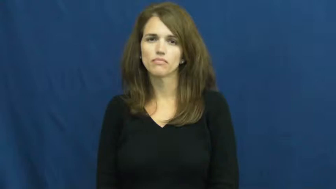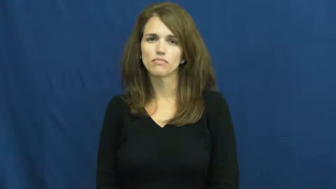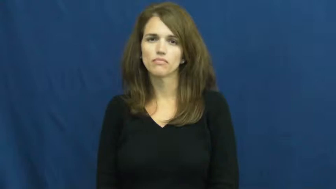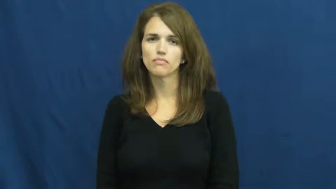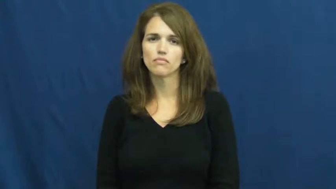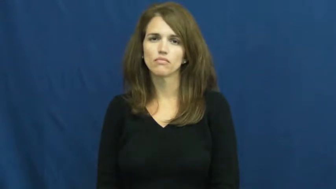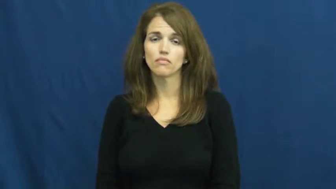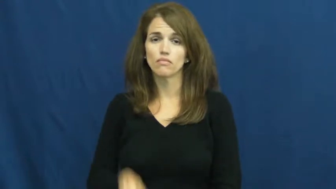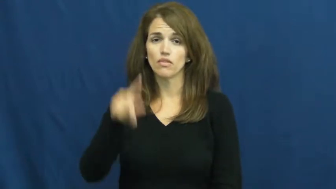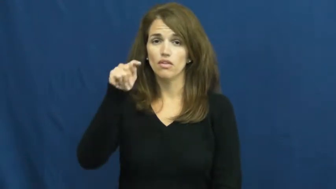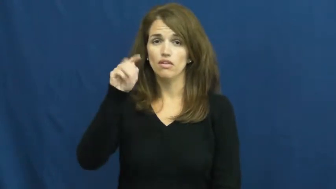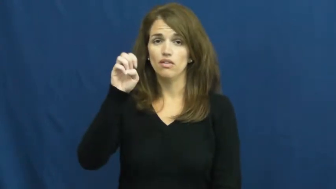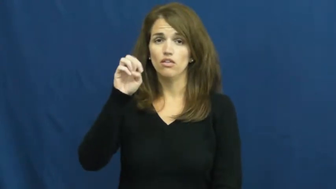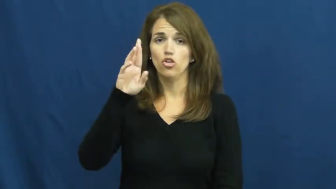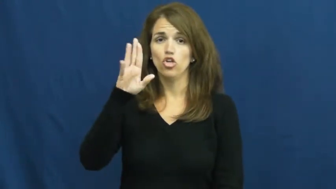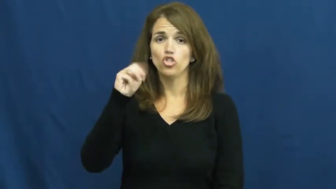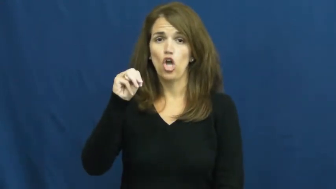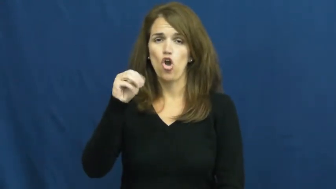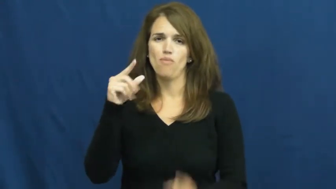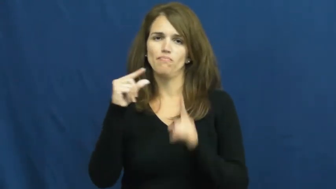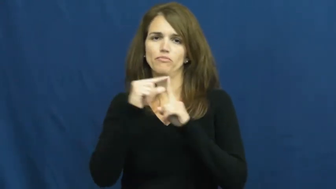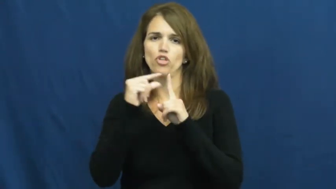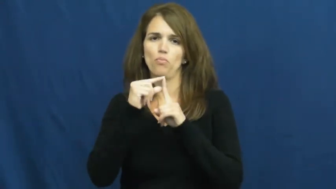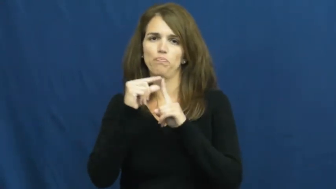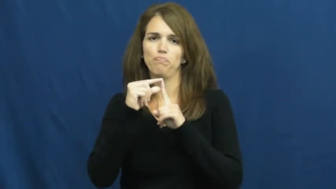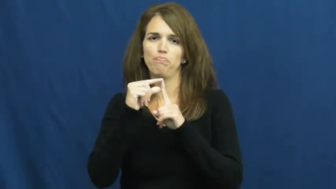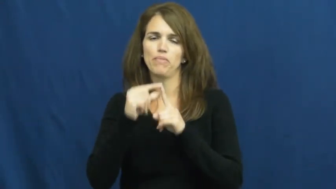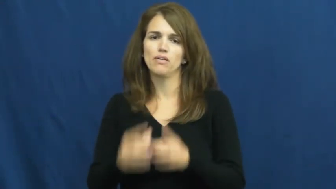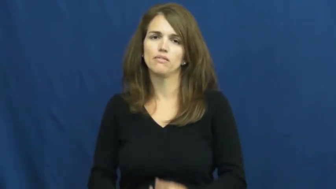term-word